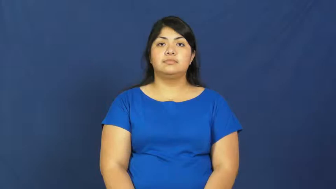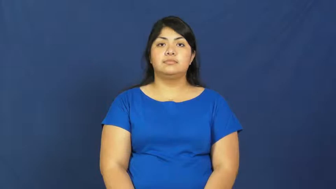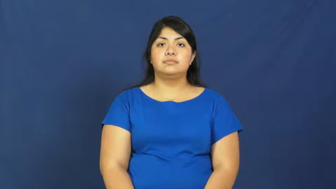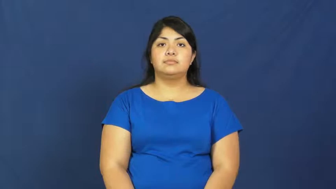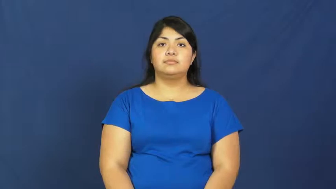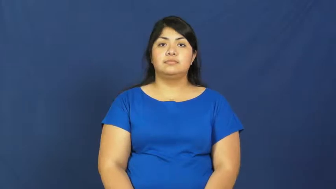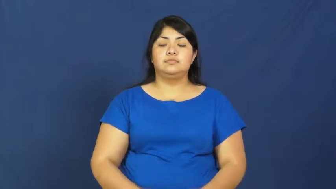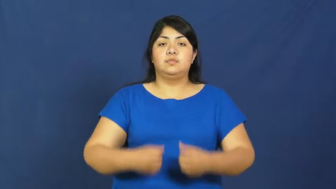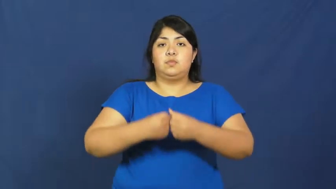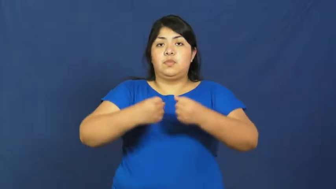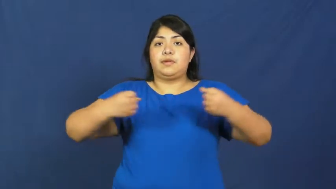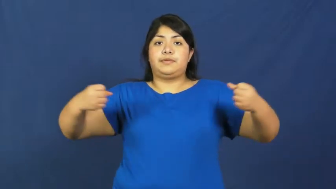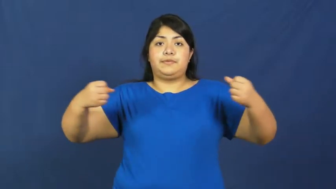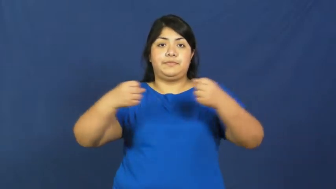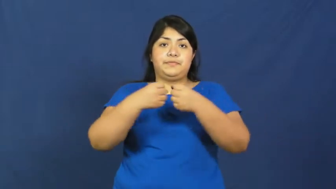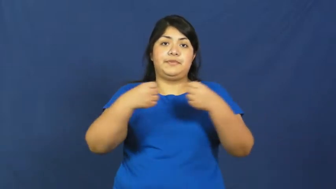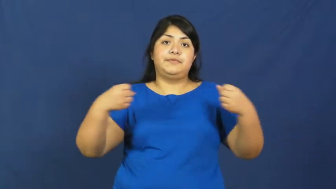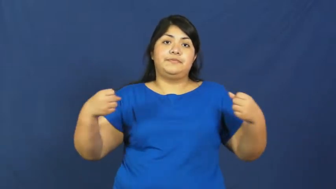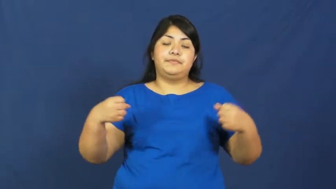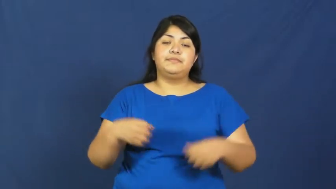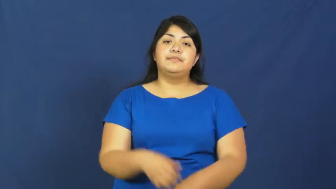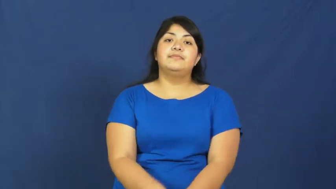stretch,outstretch,give-object